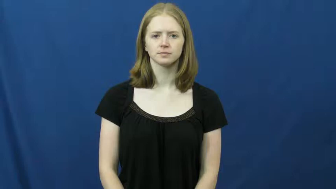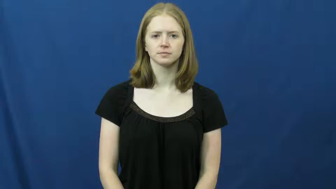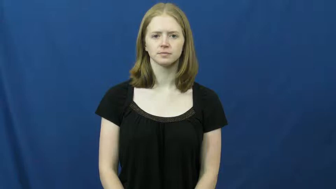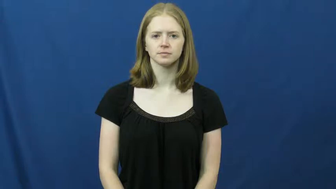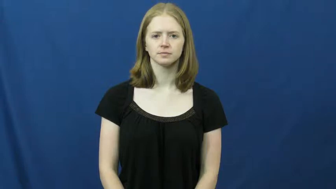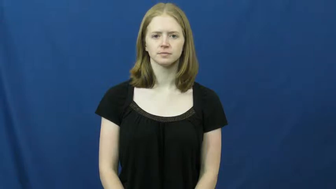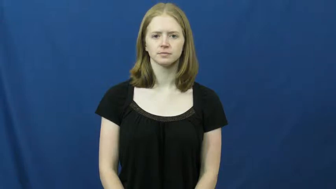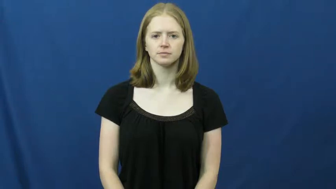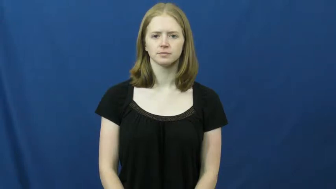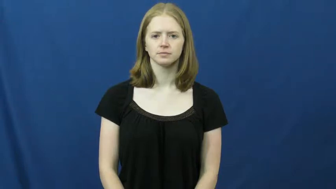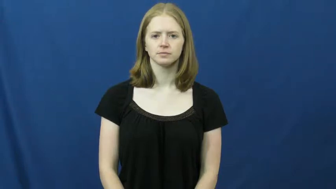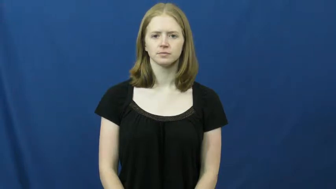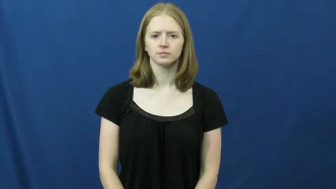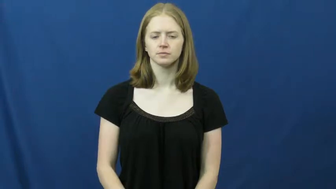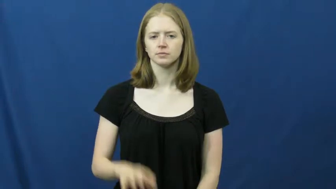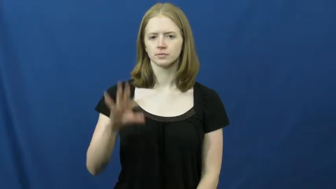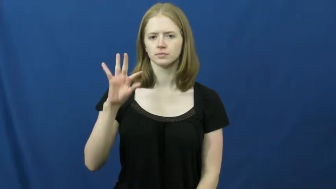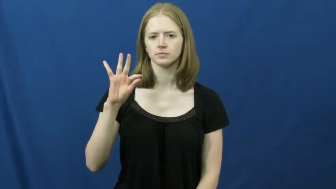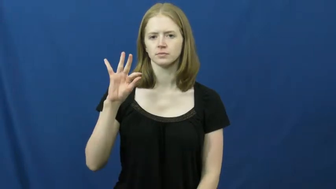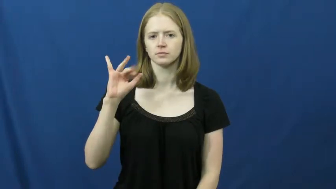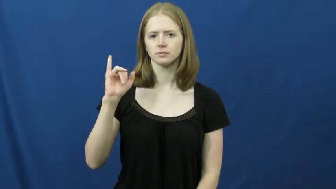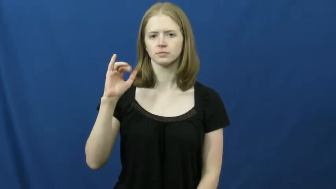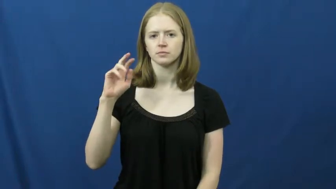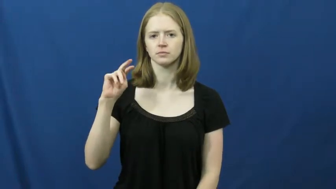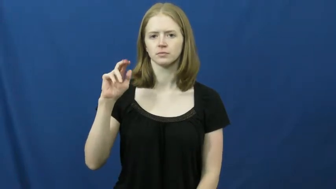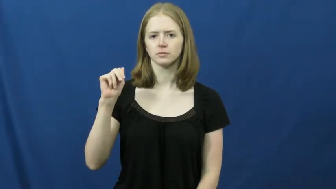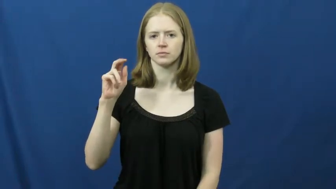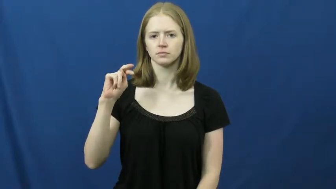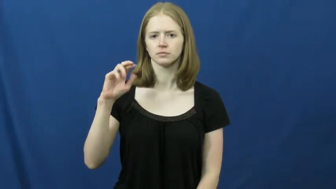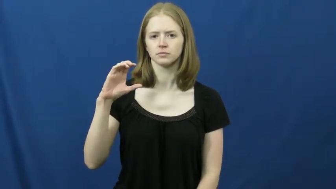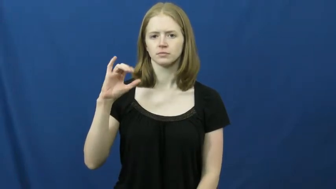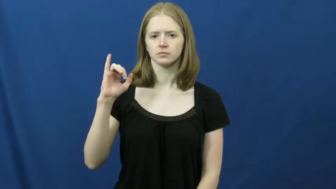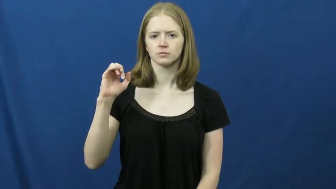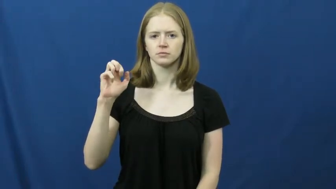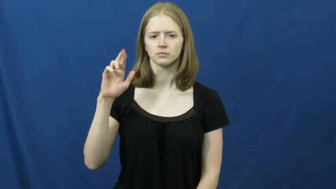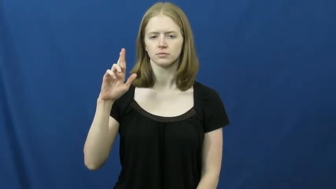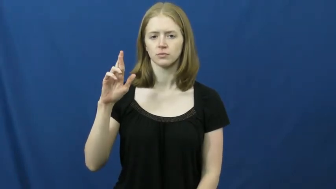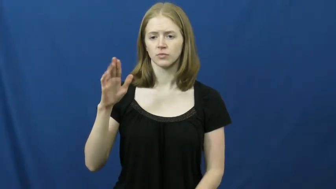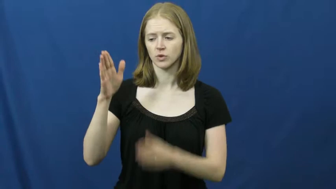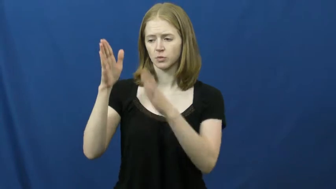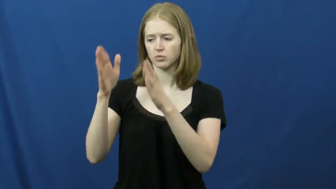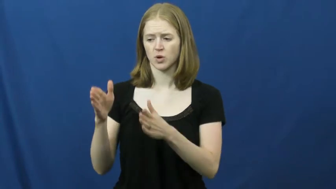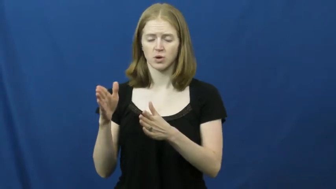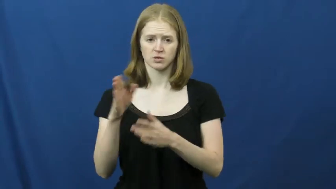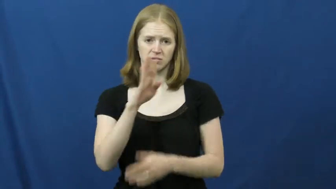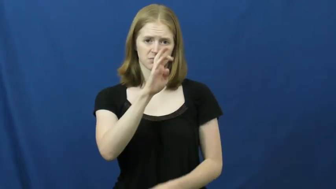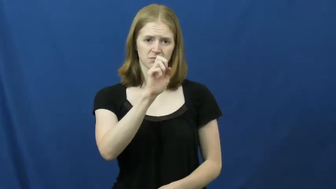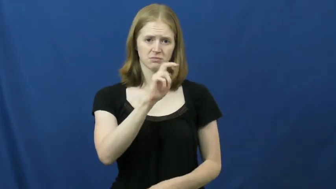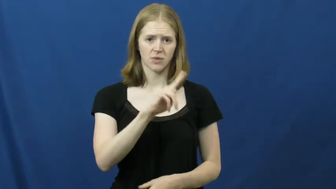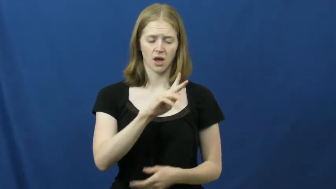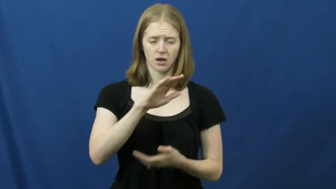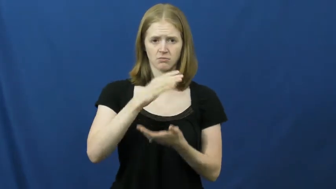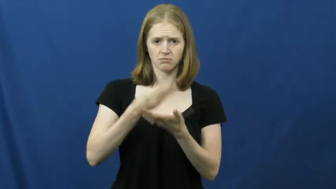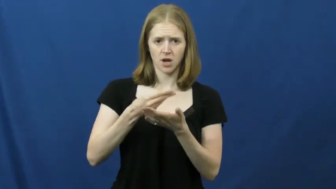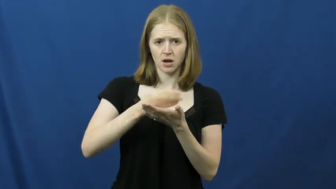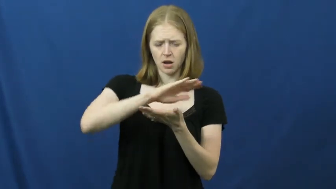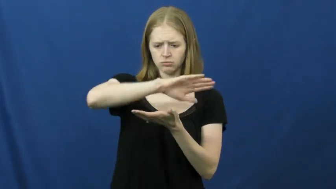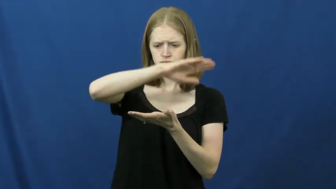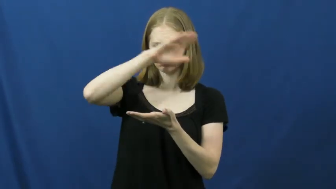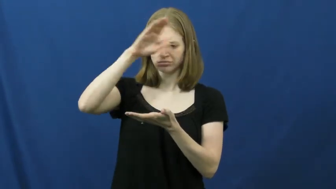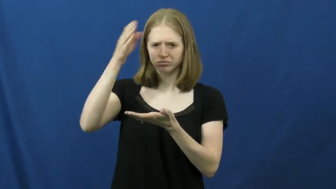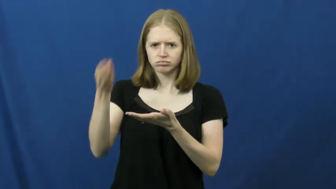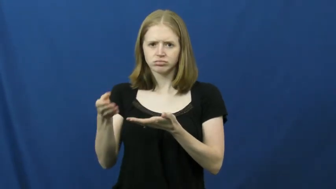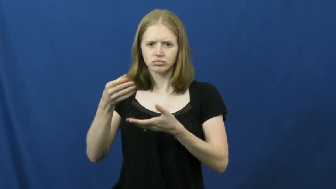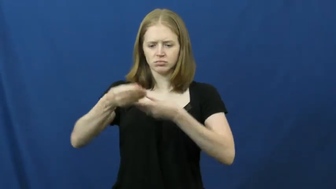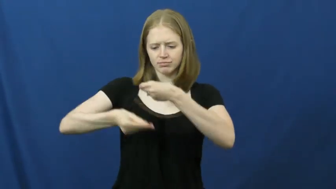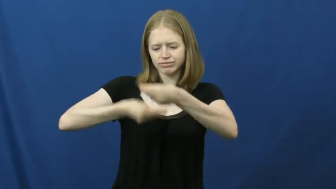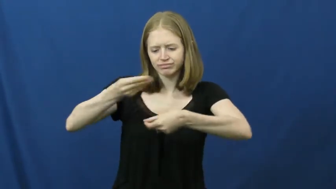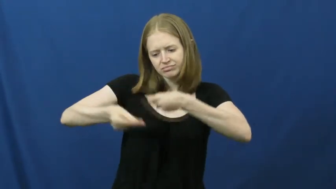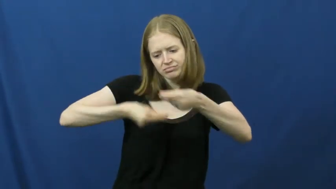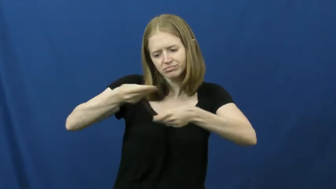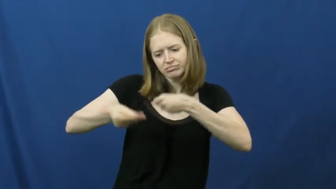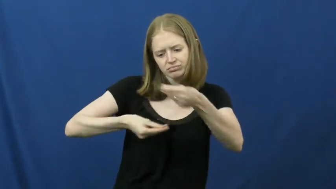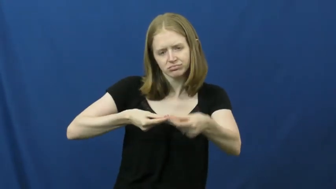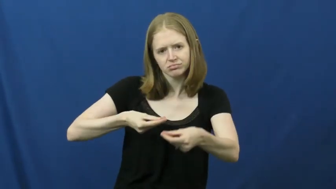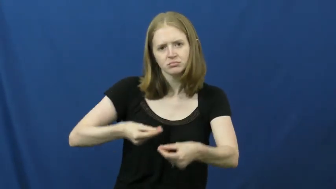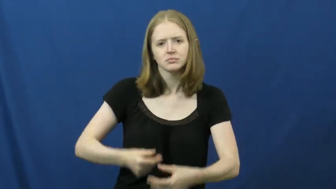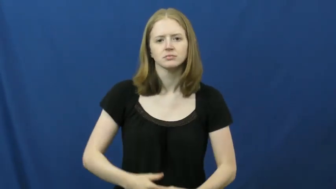financier